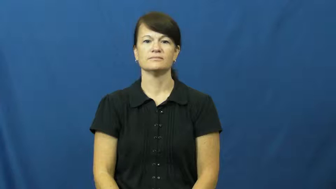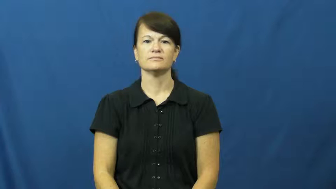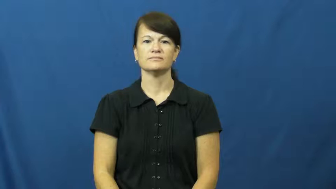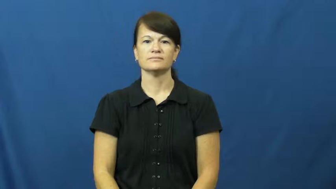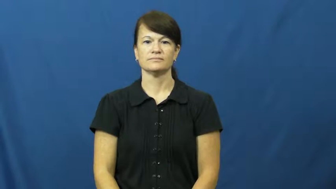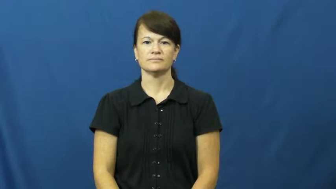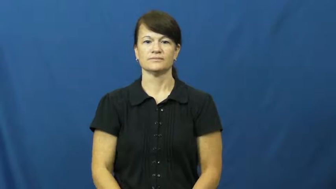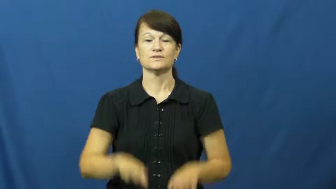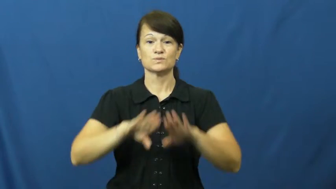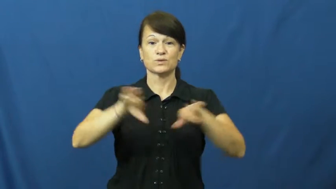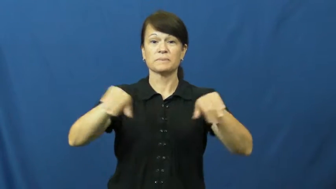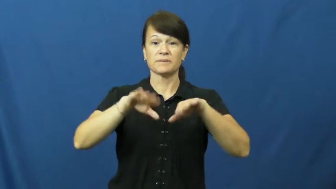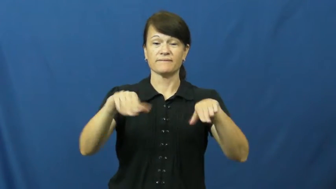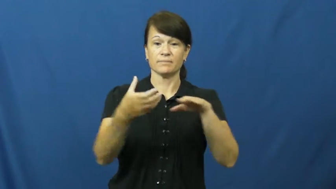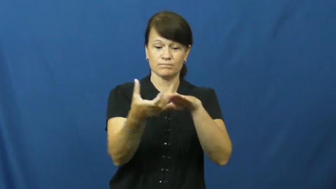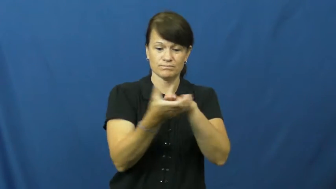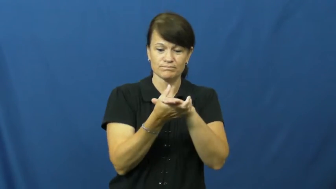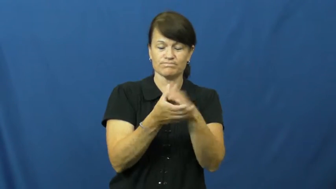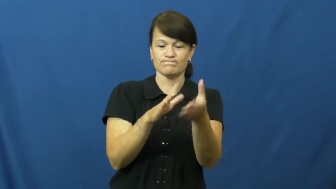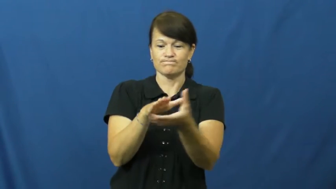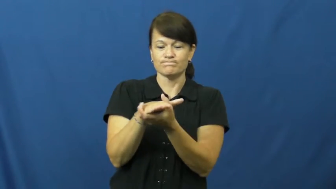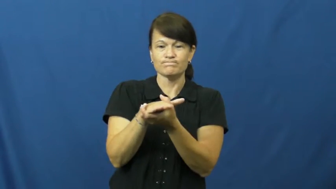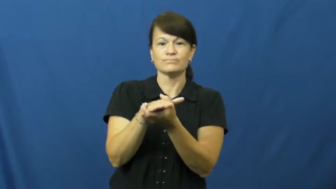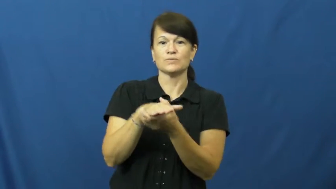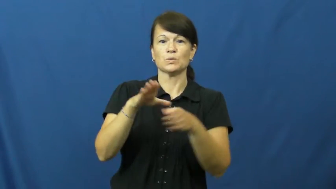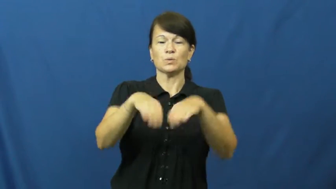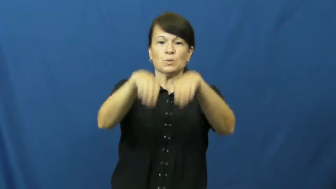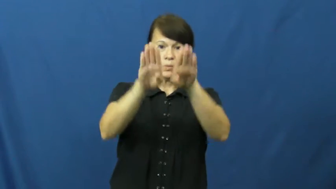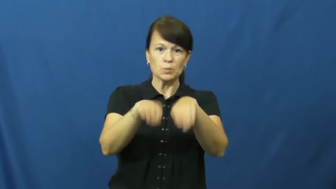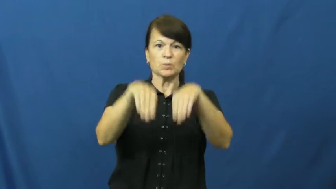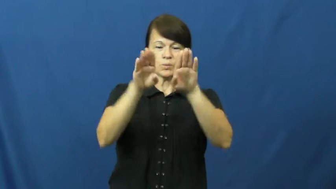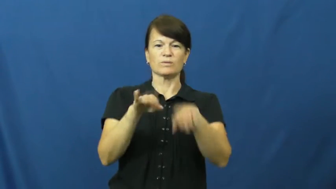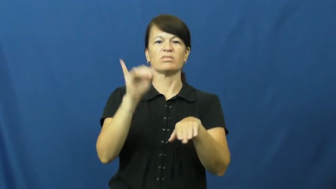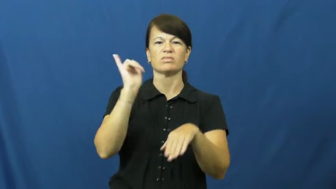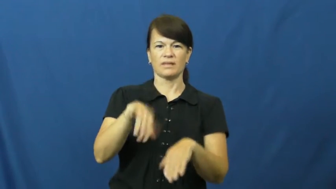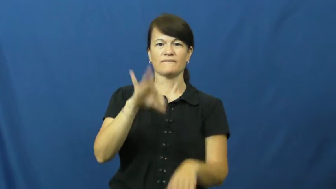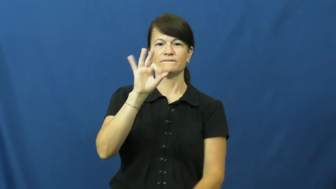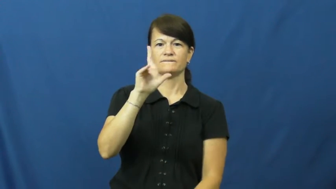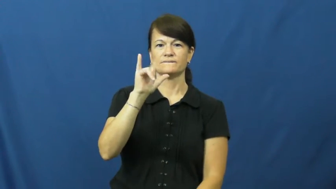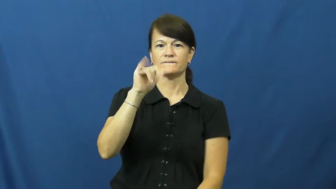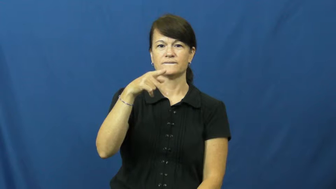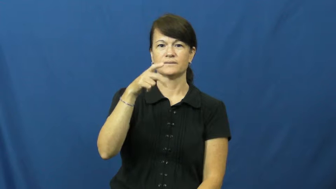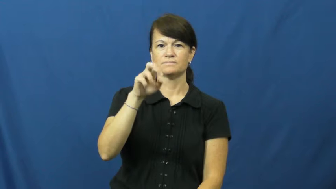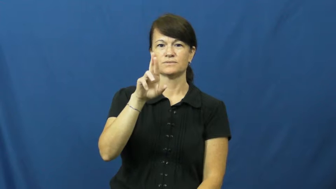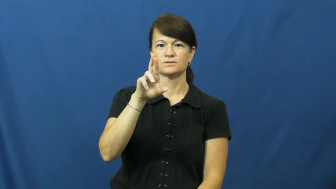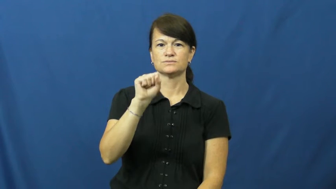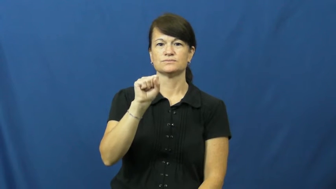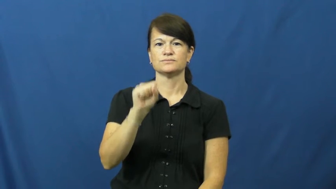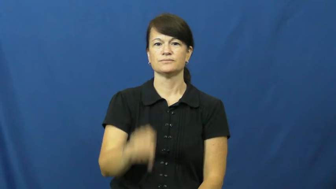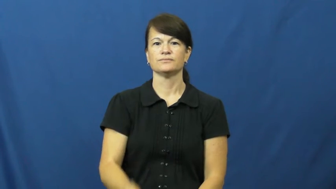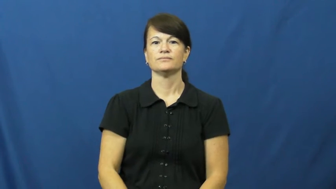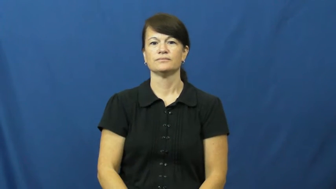flipper-swim